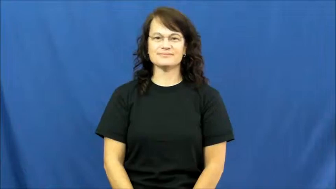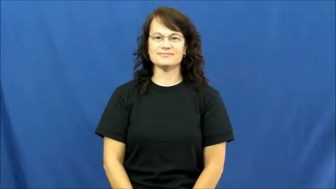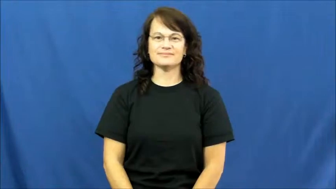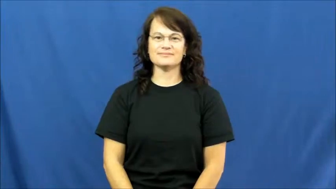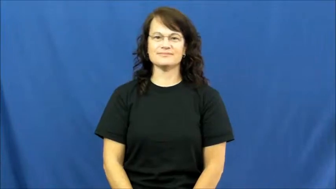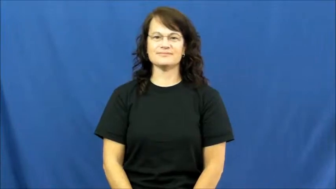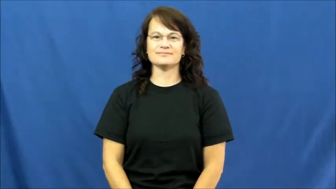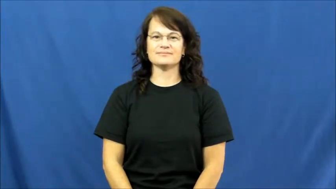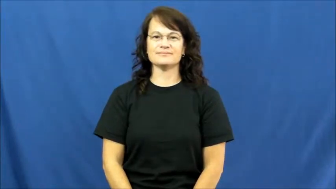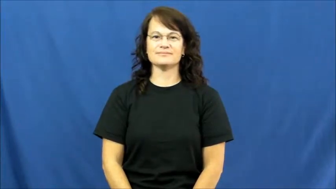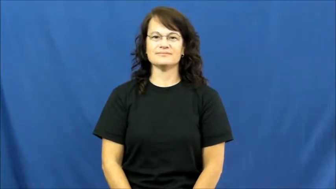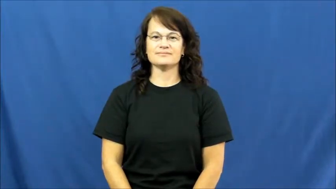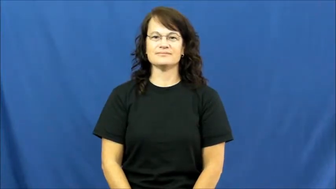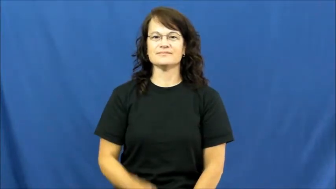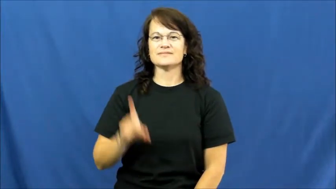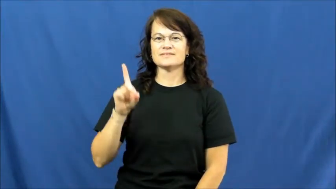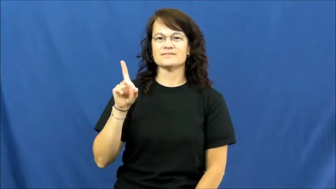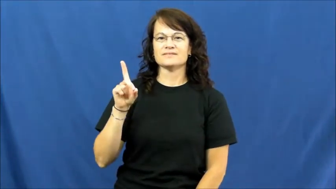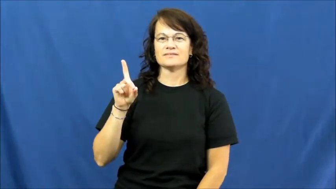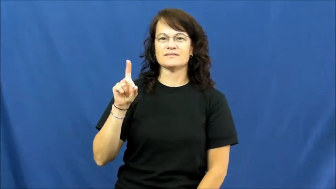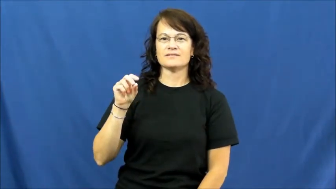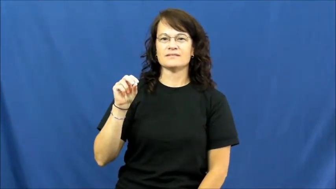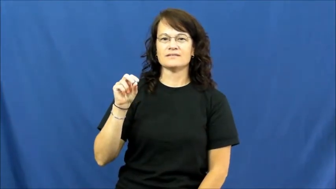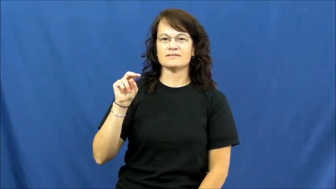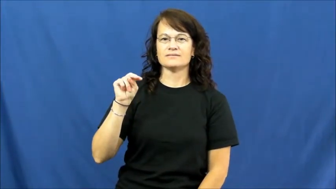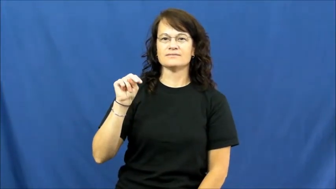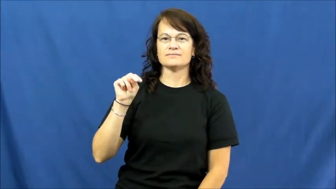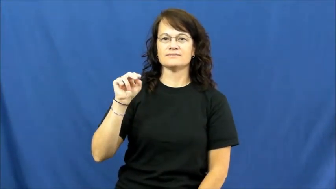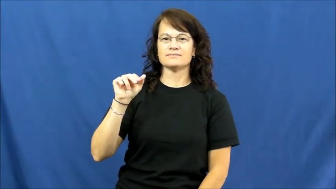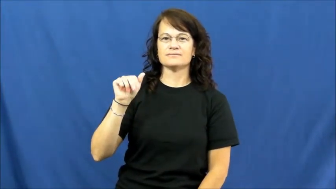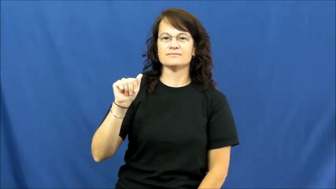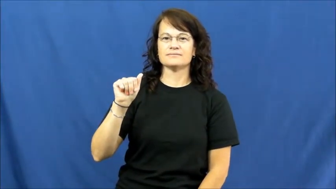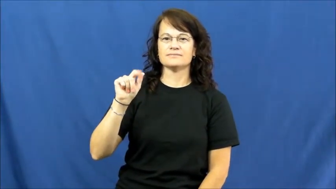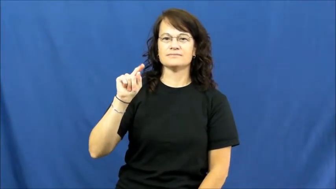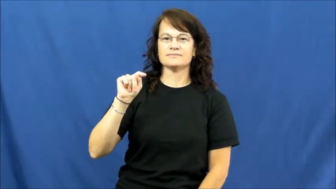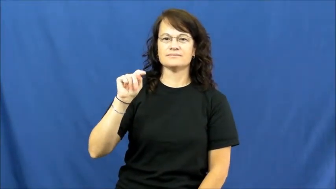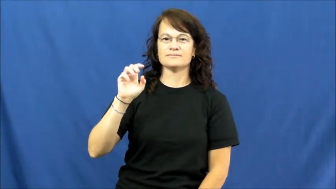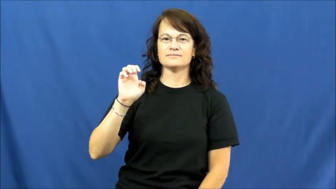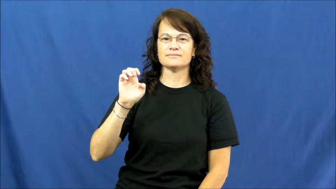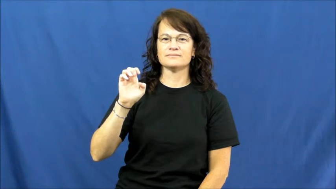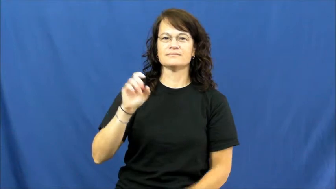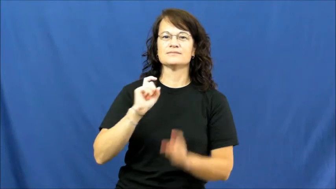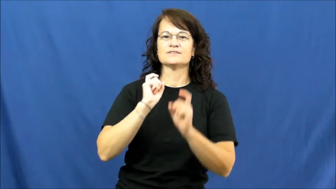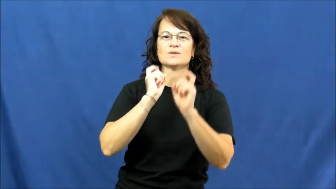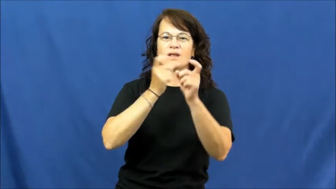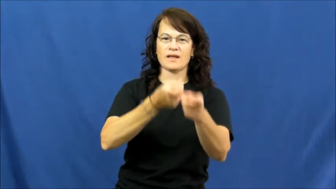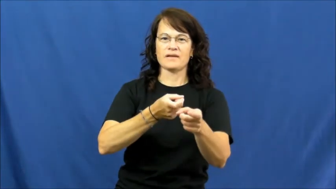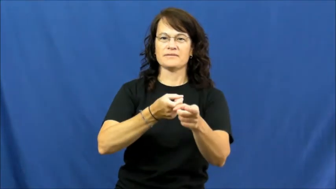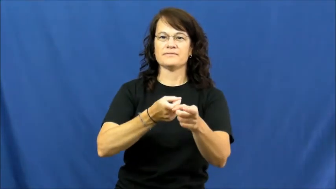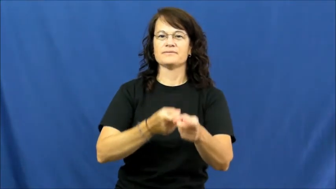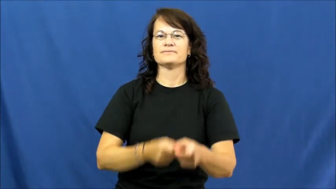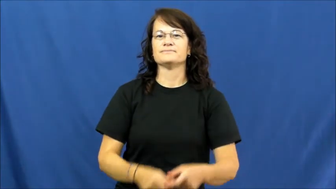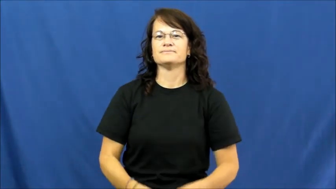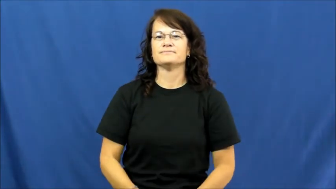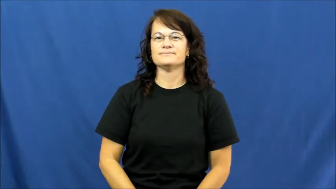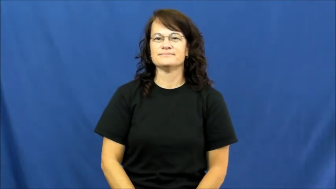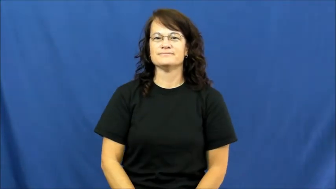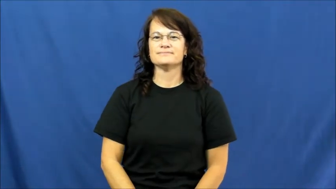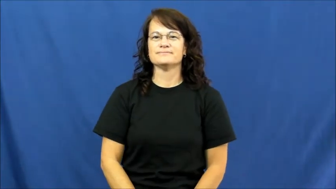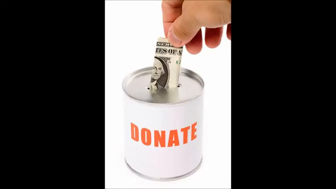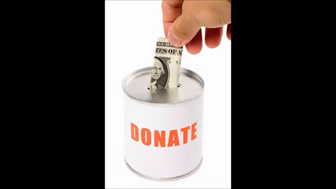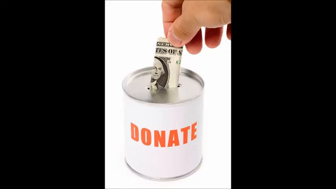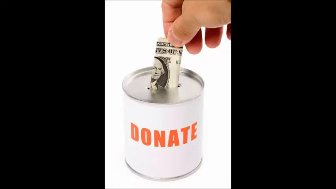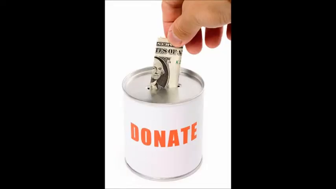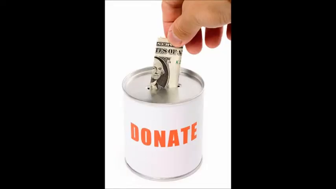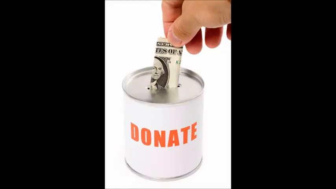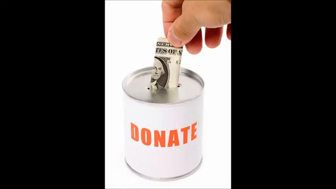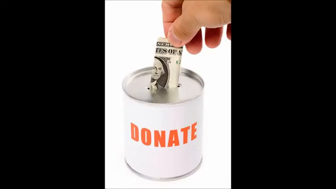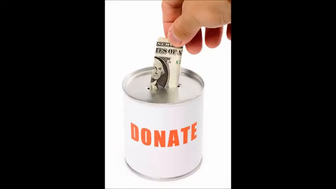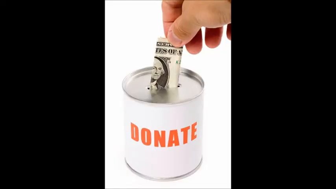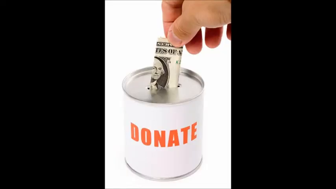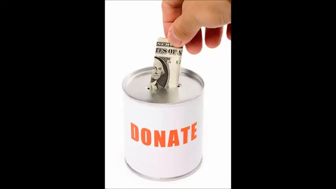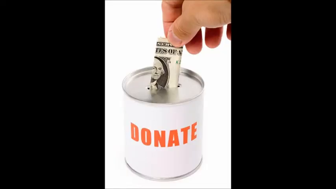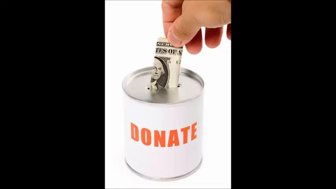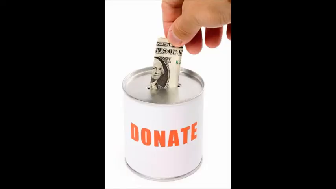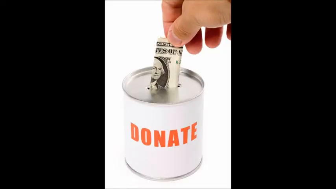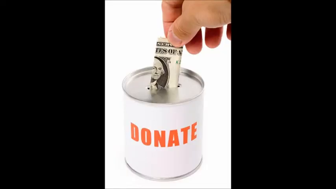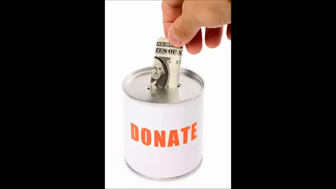donate